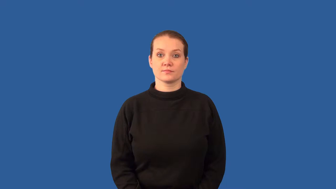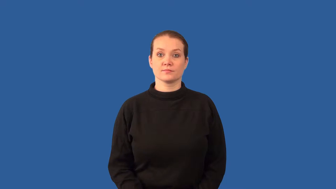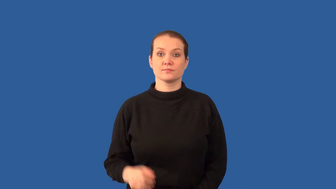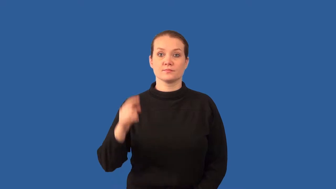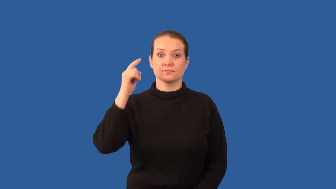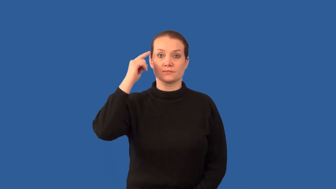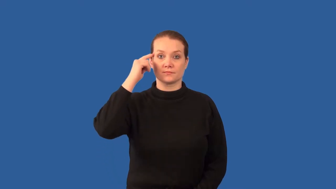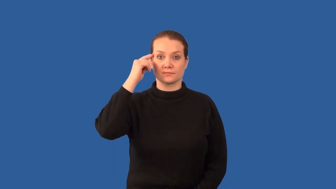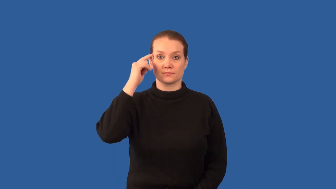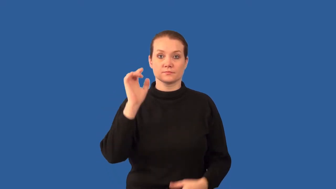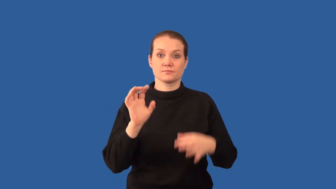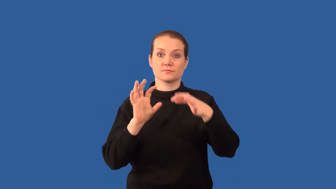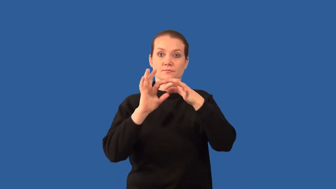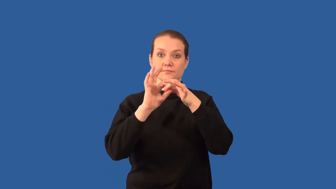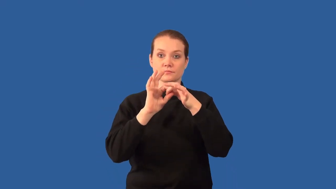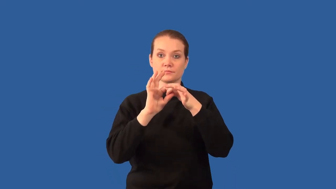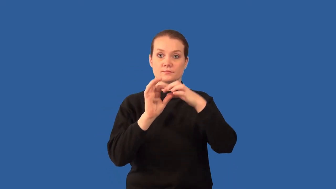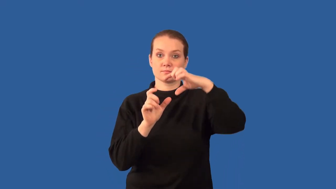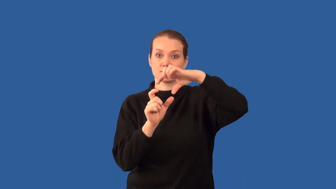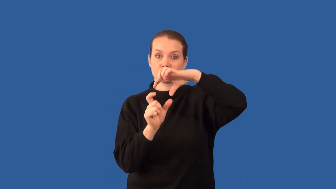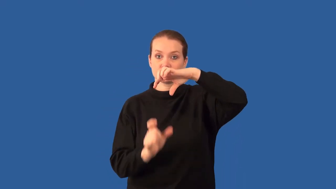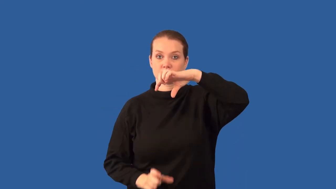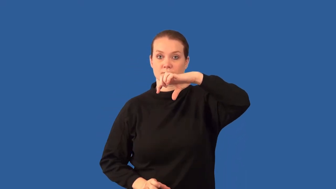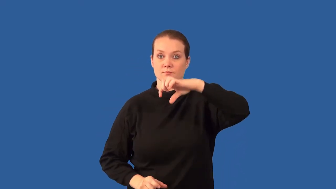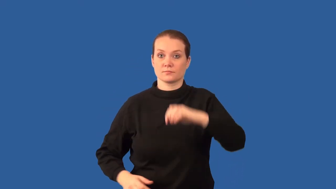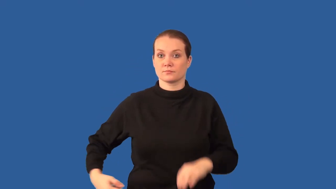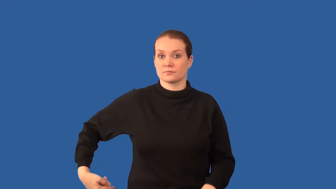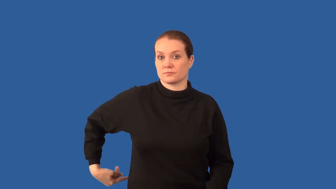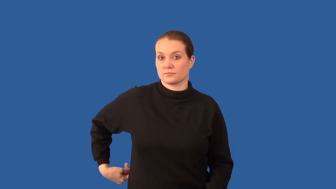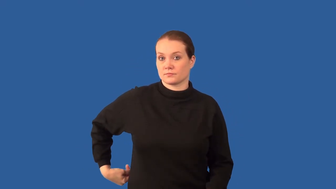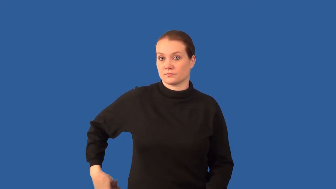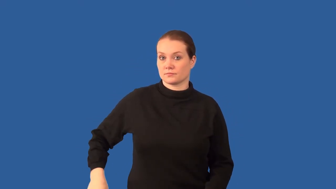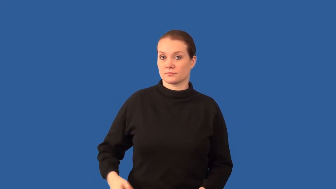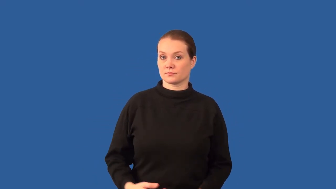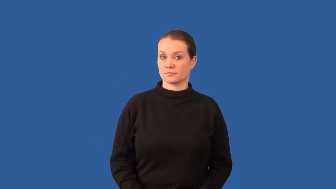brain stem